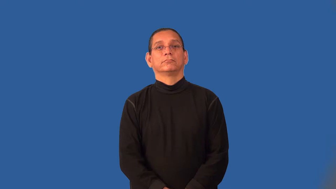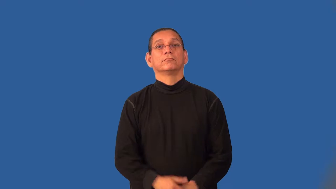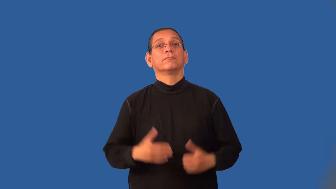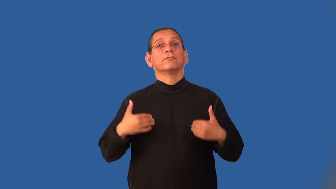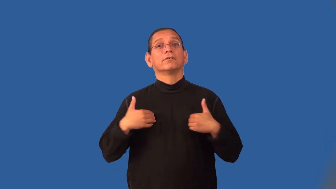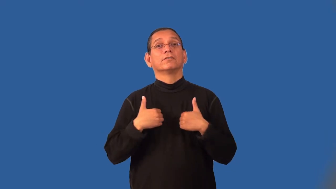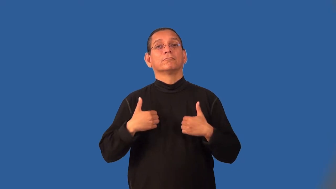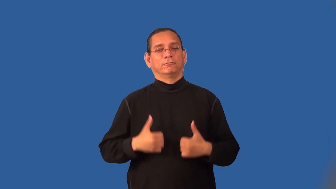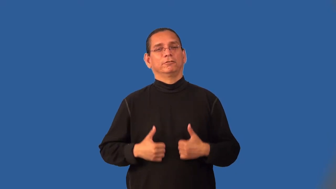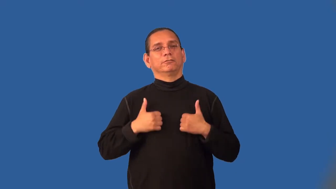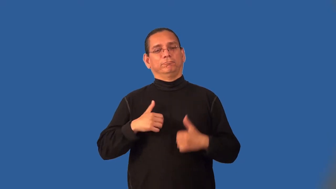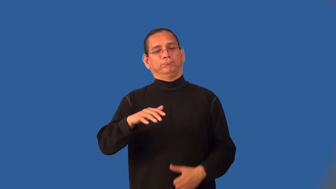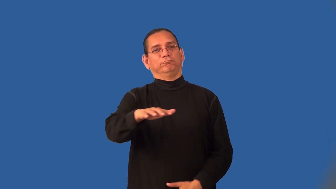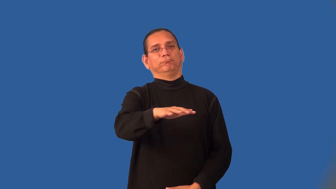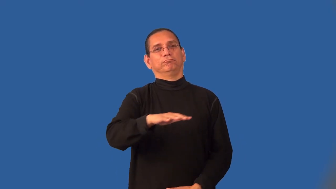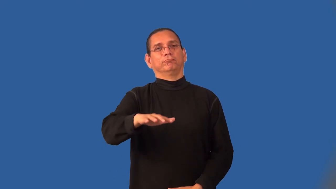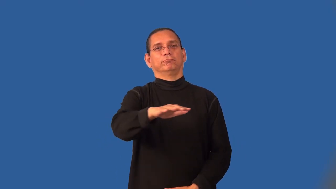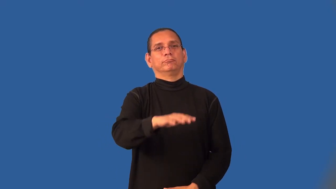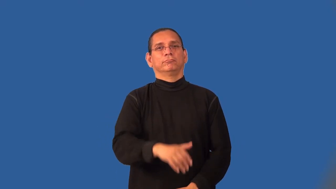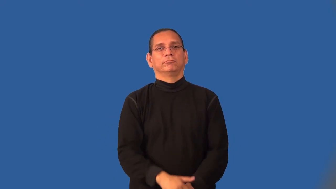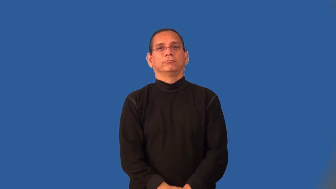lair